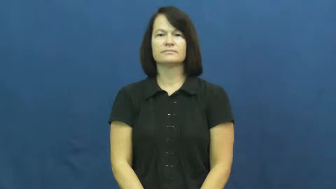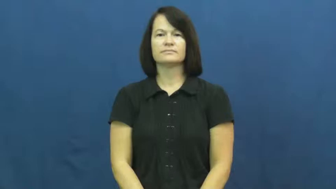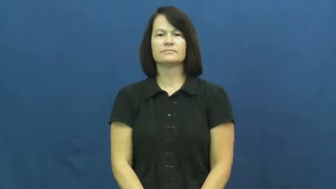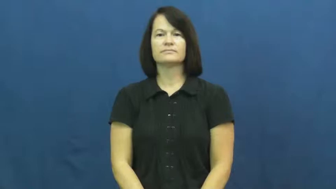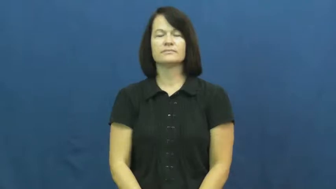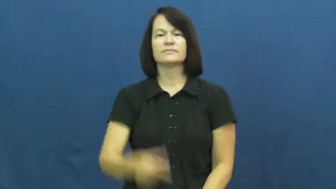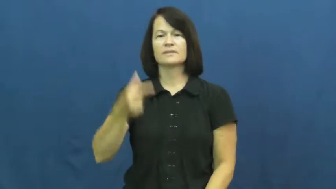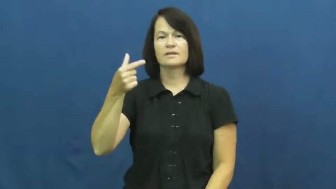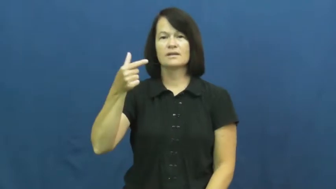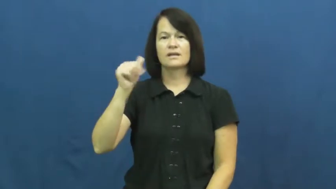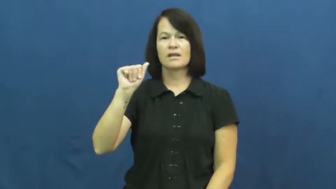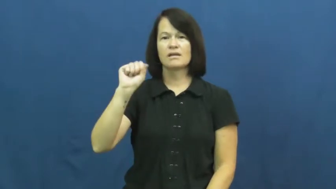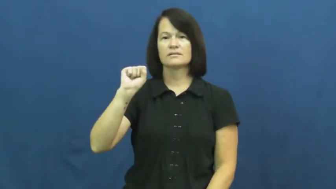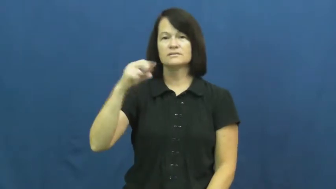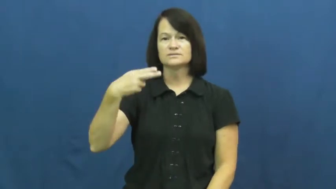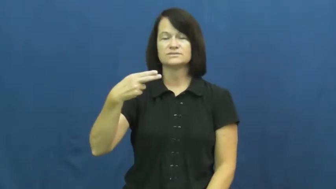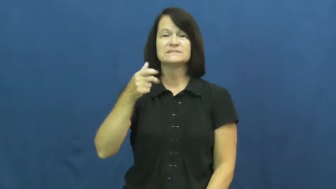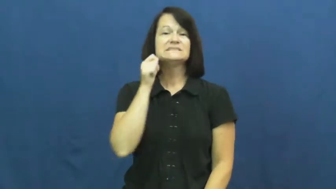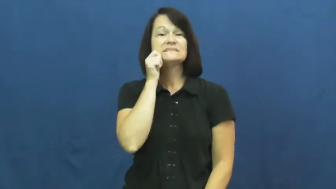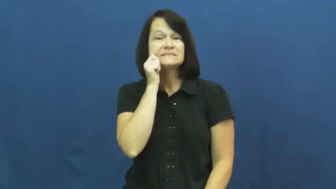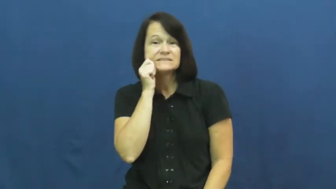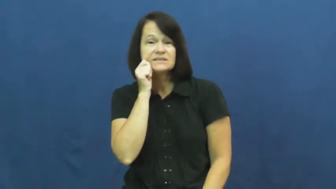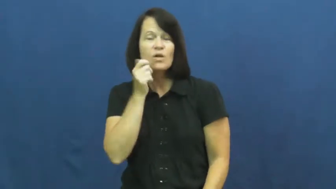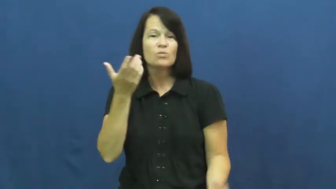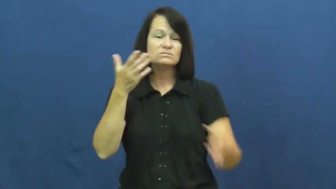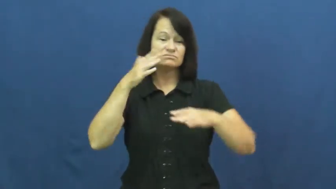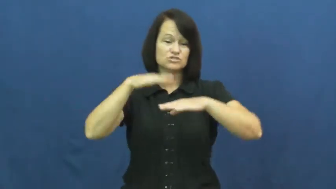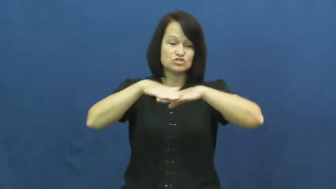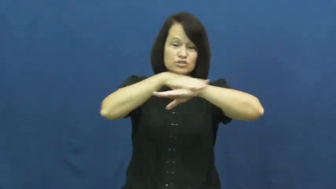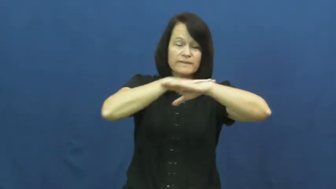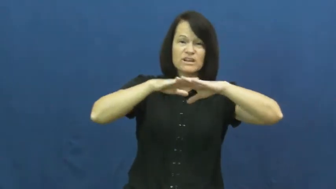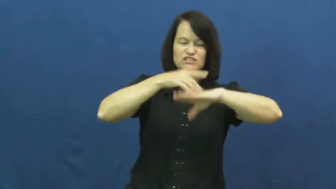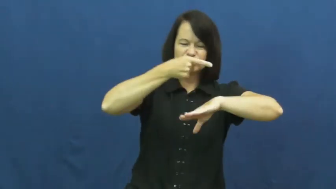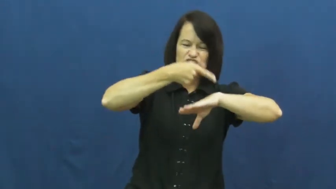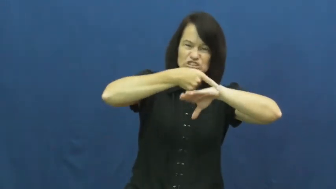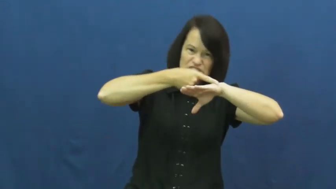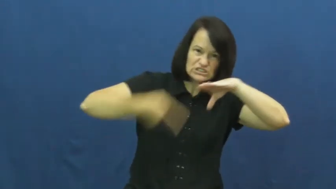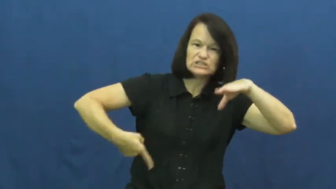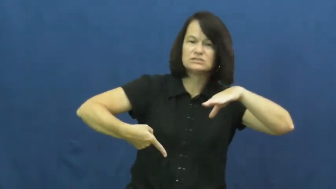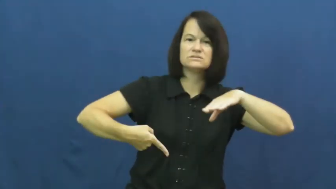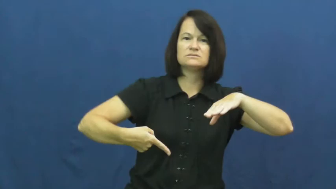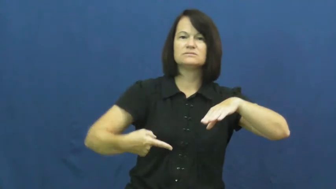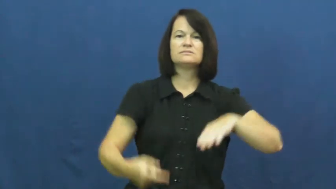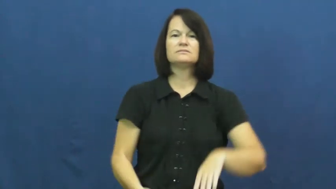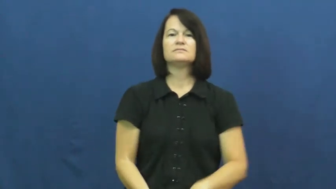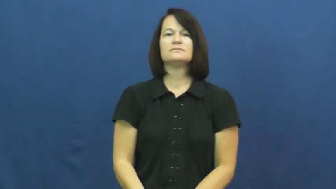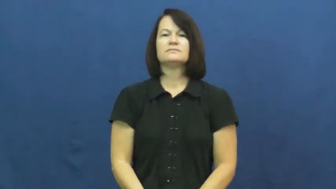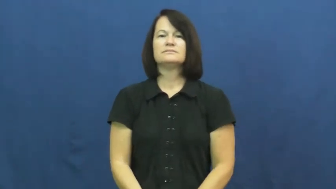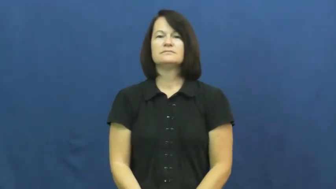gash